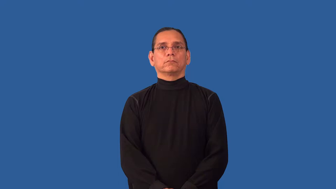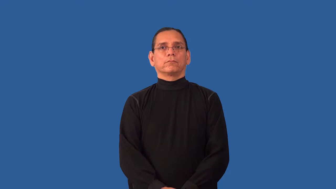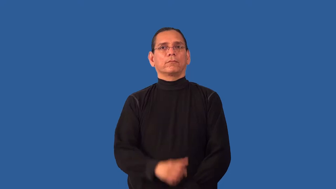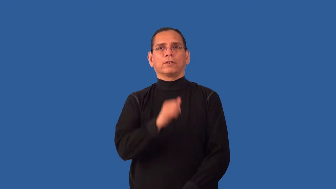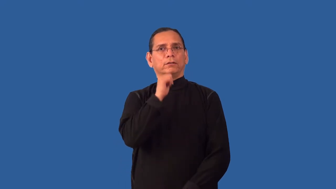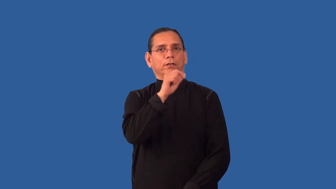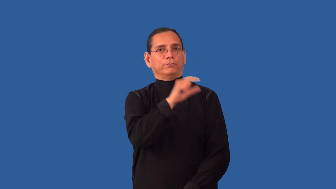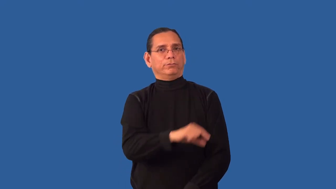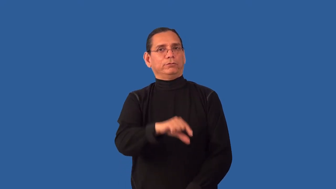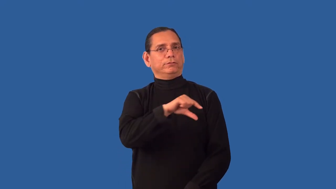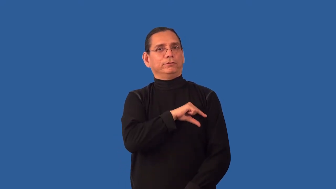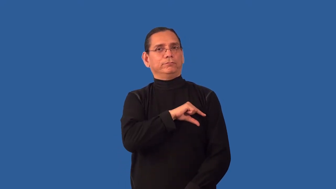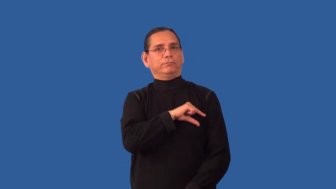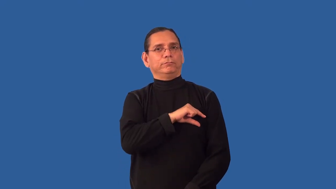ineligible-not qualified